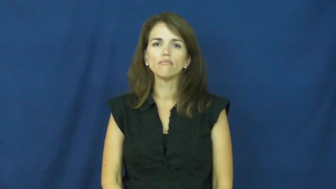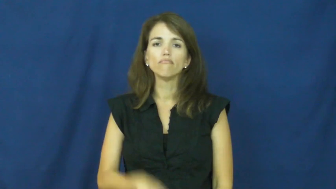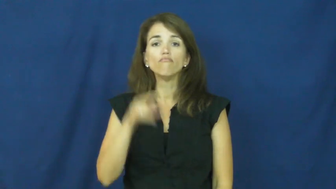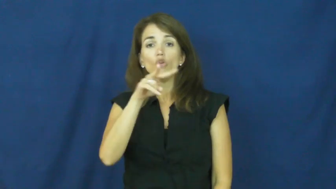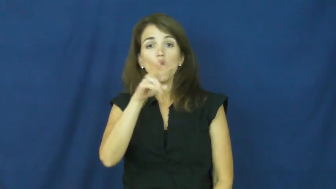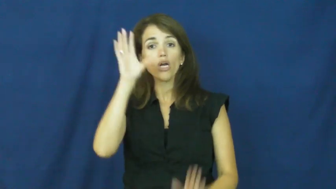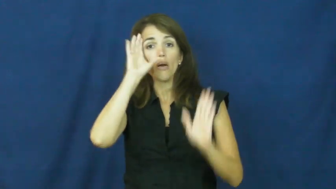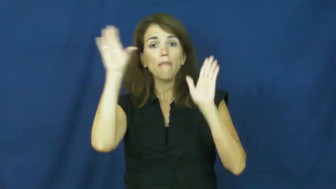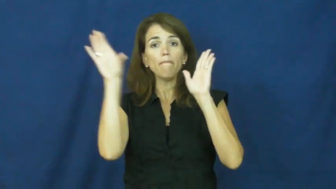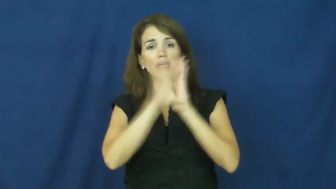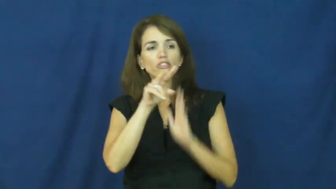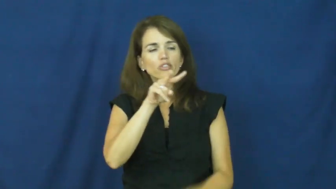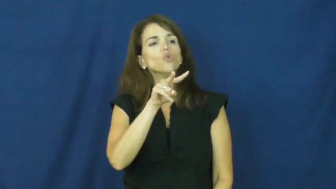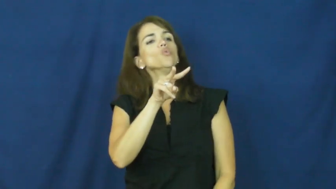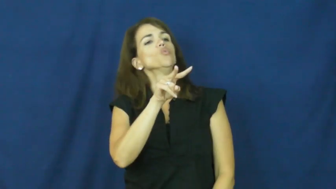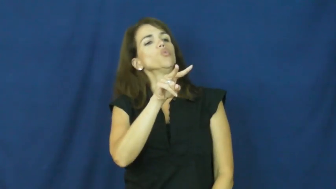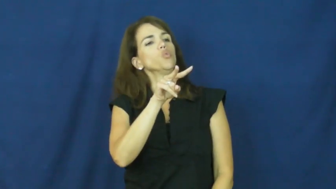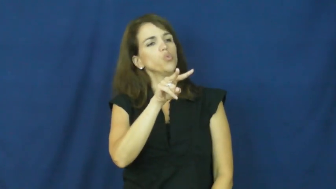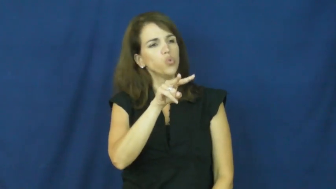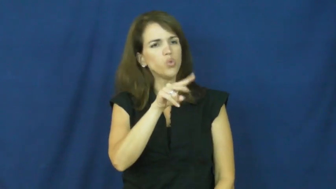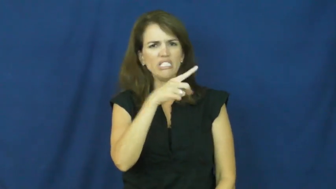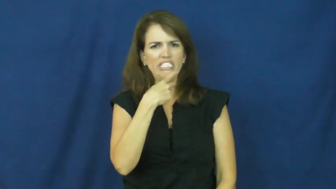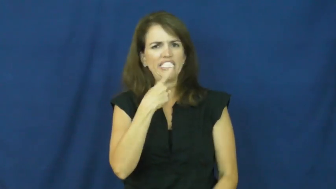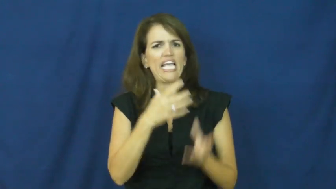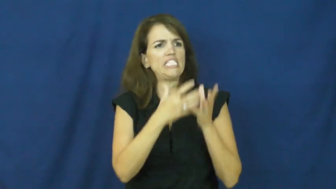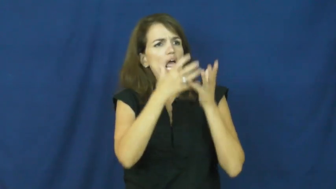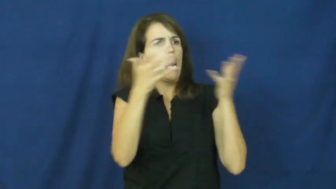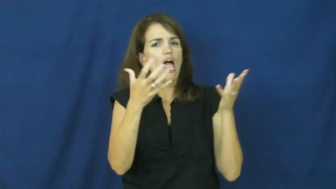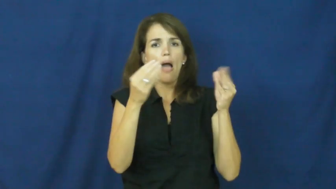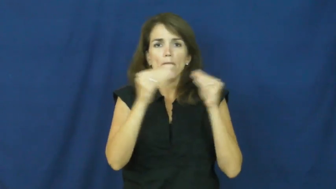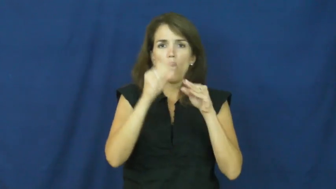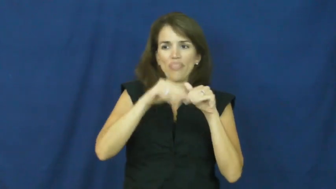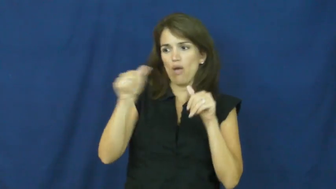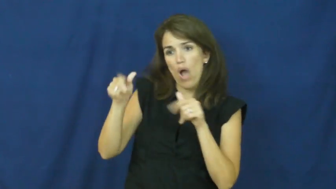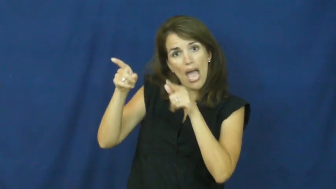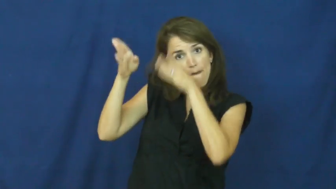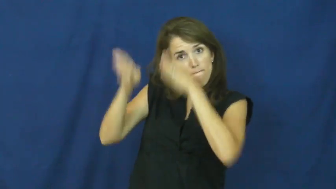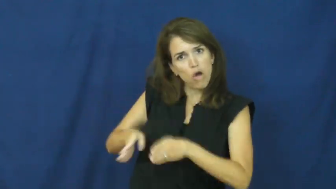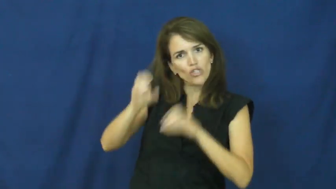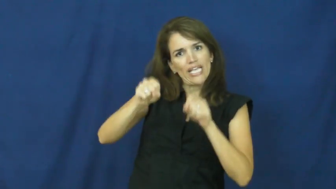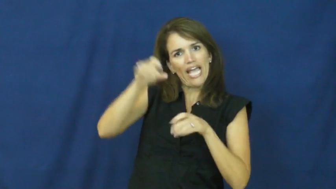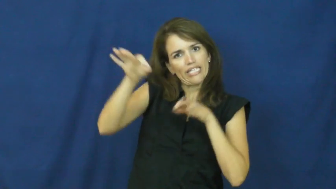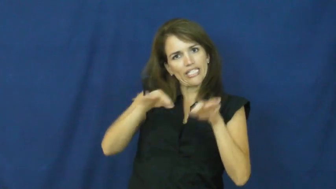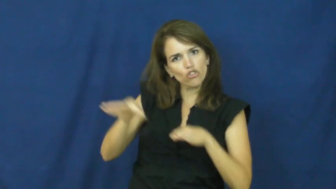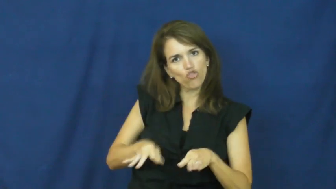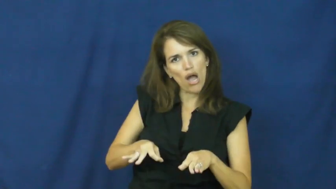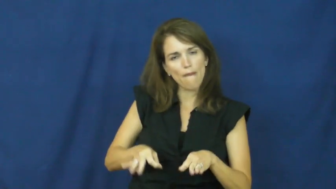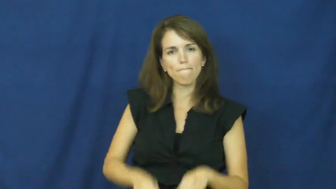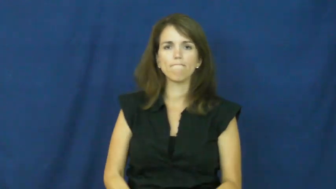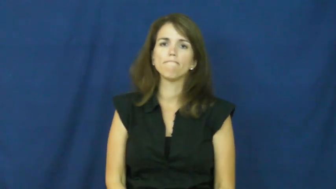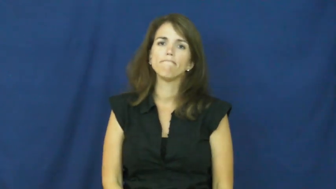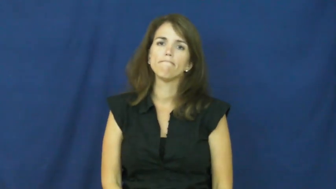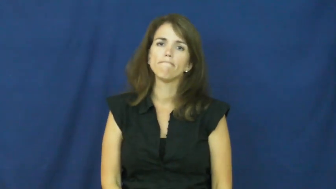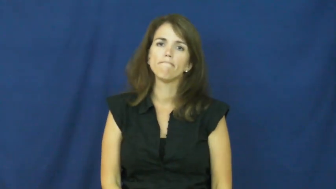"a picture is worth a thousand words"